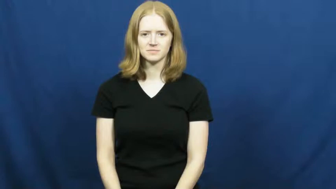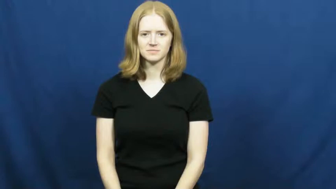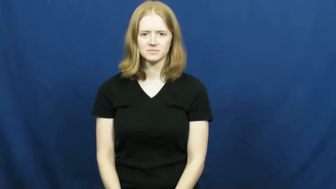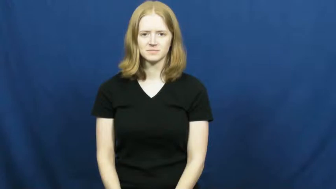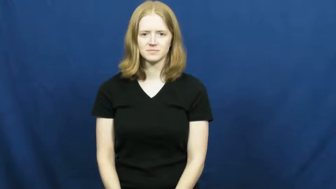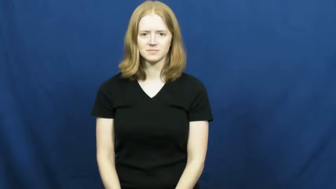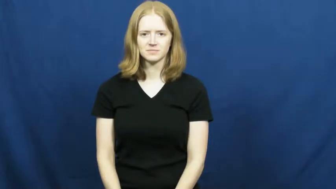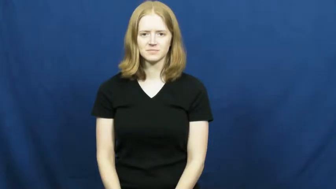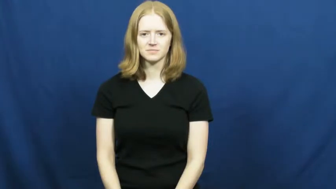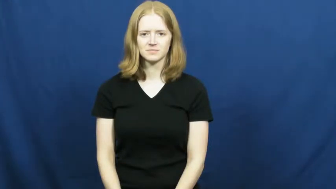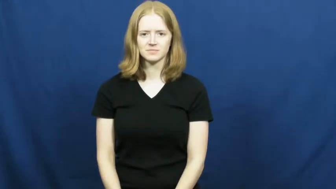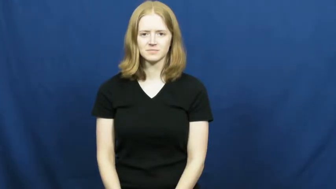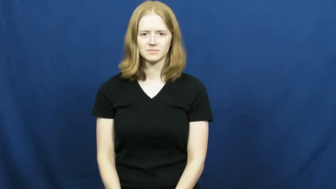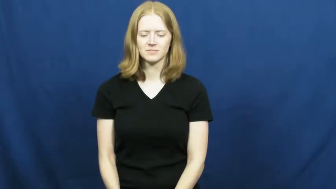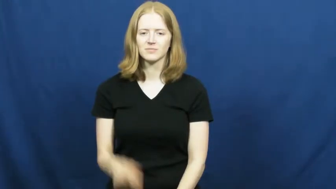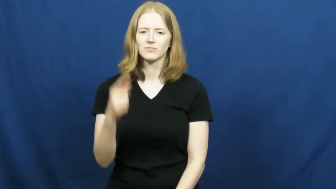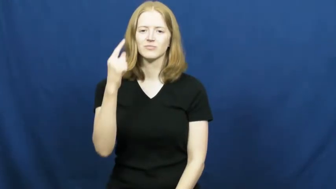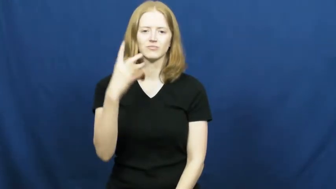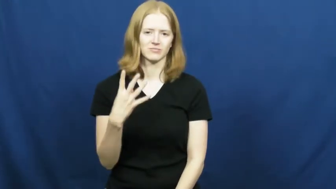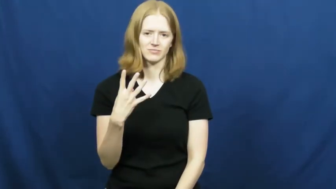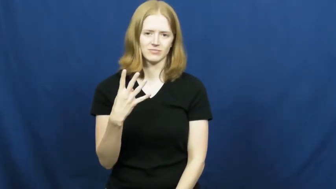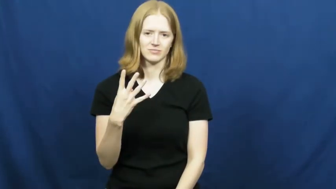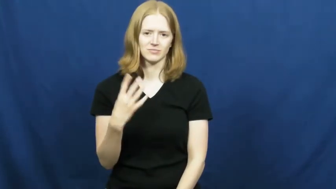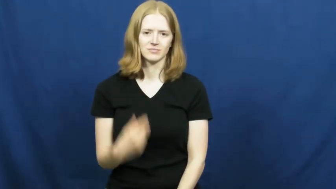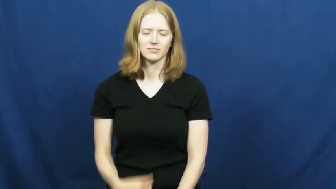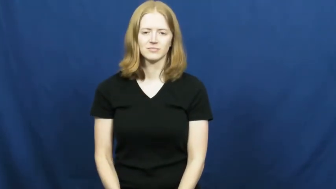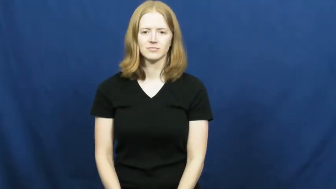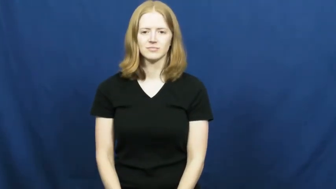one-fourth,fourths